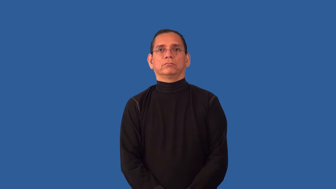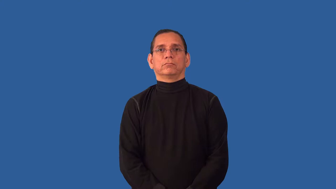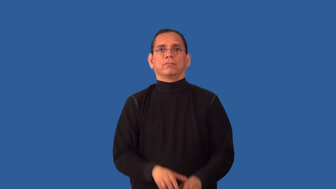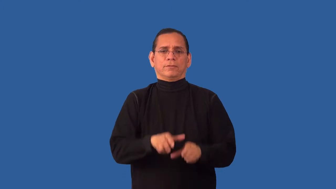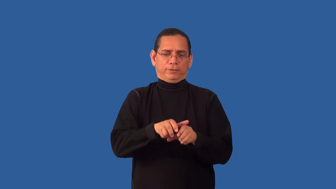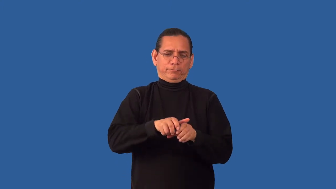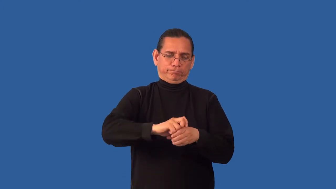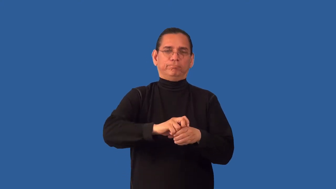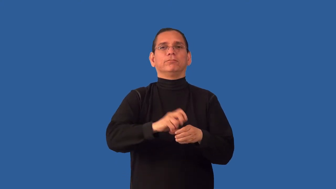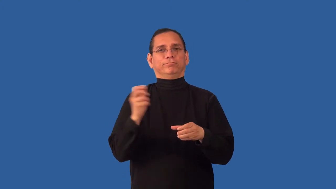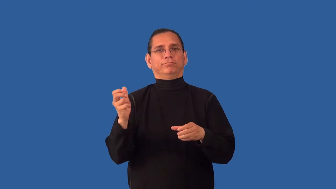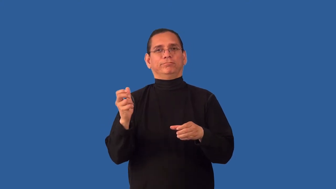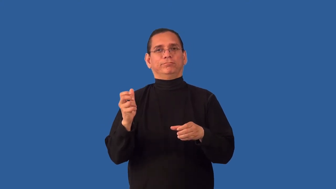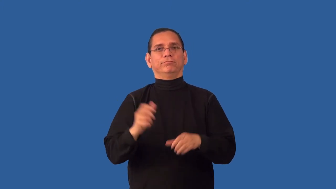open-soda bottle